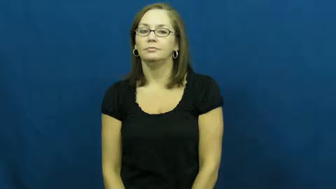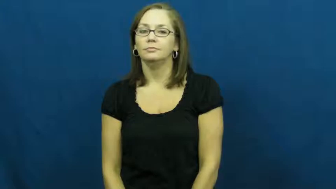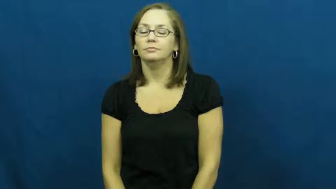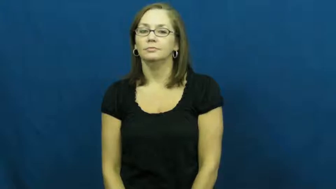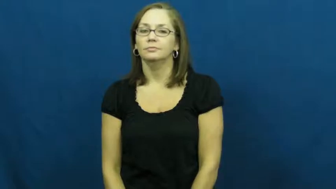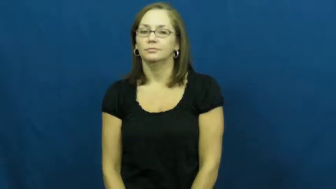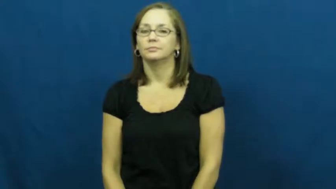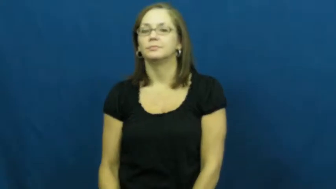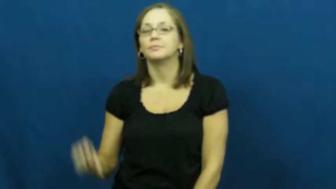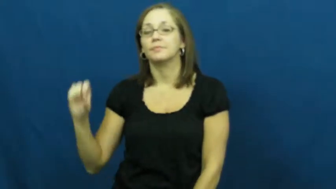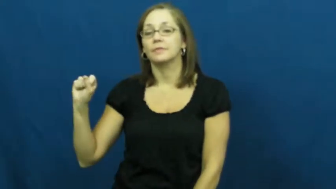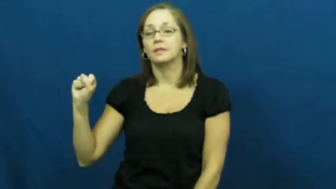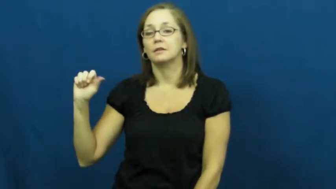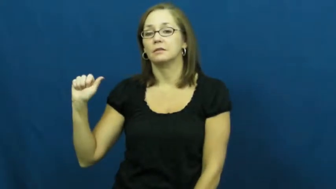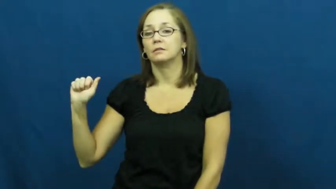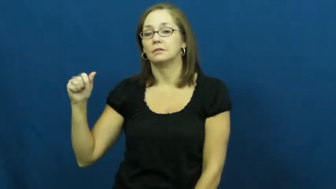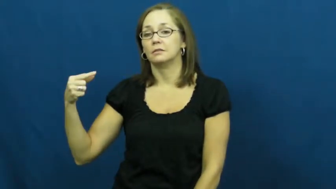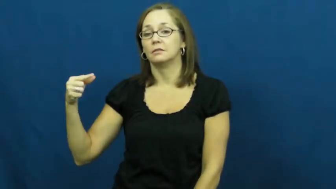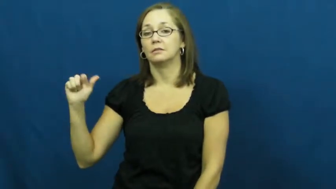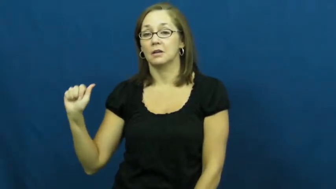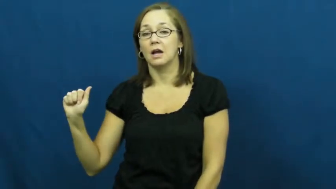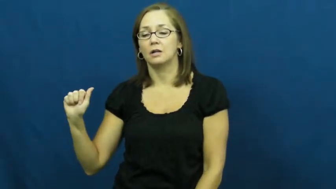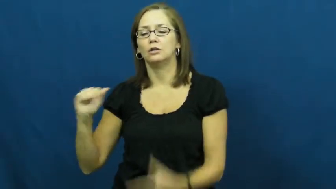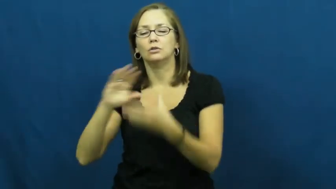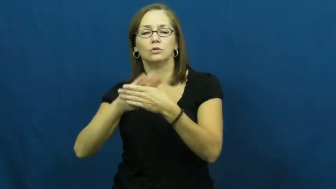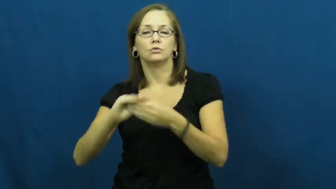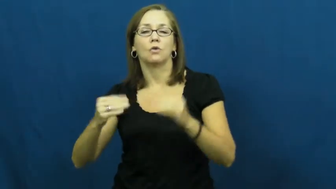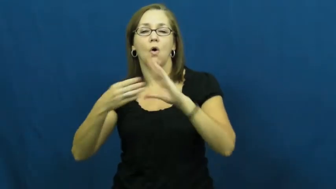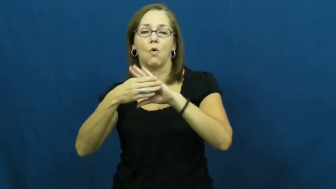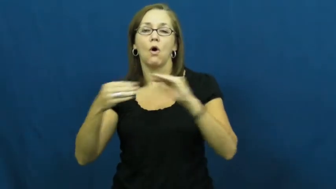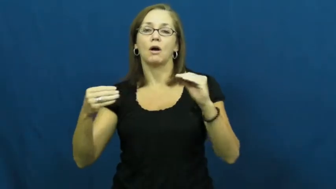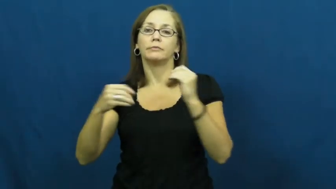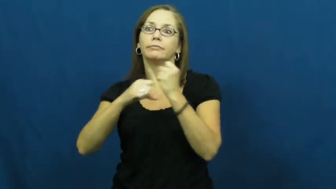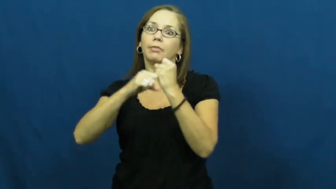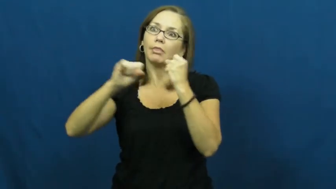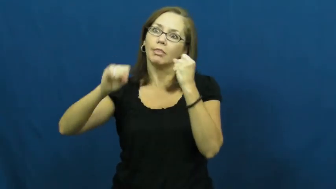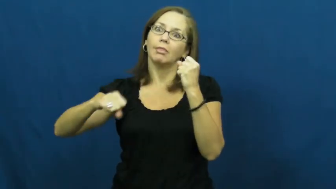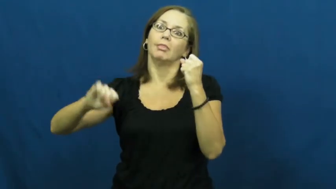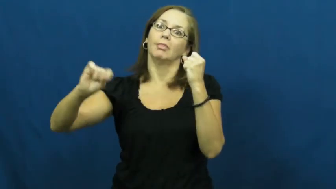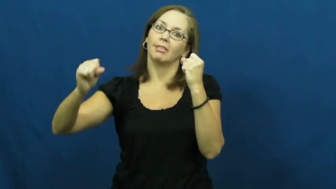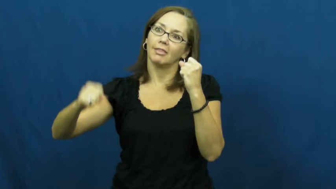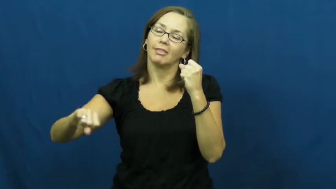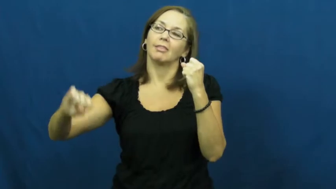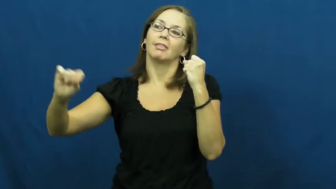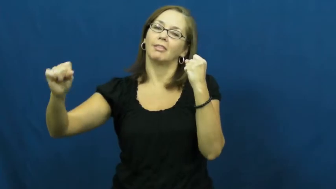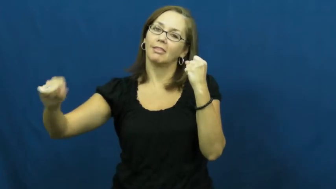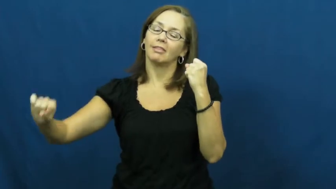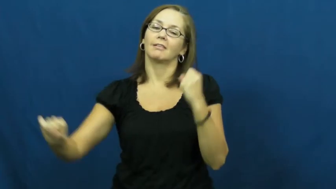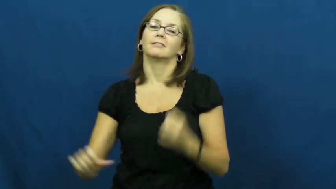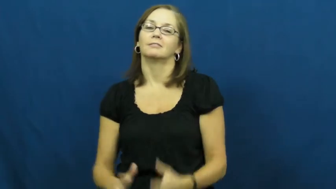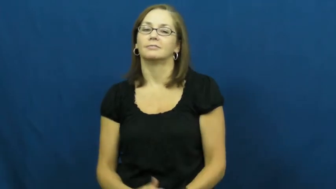saga